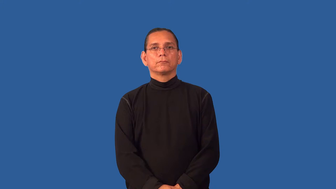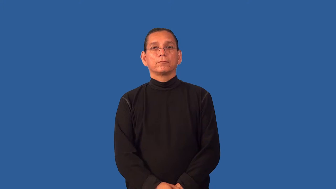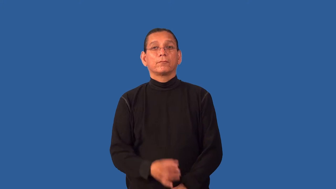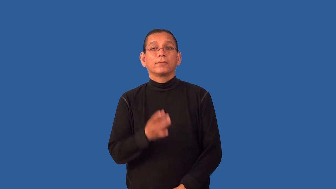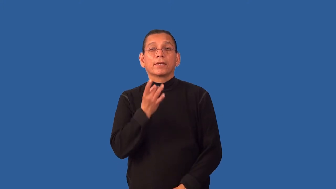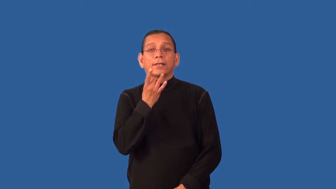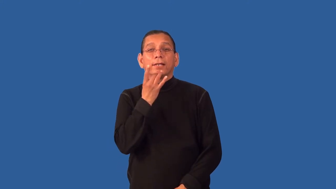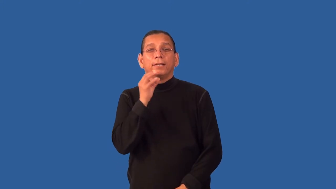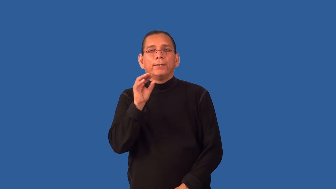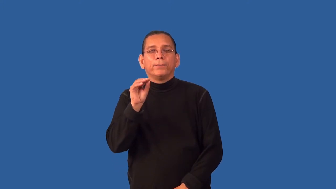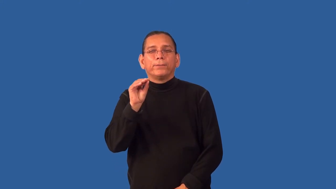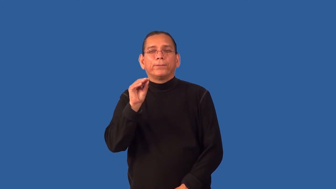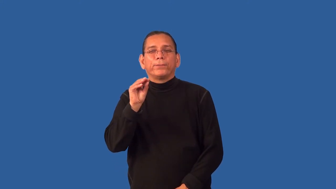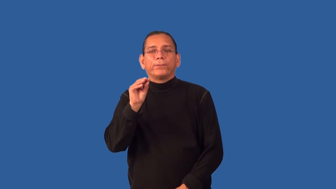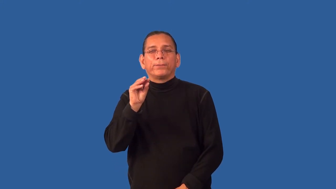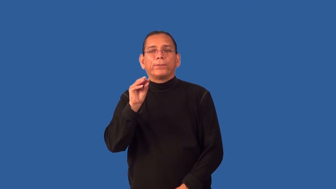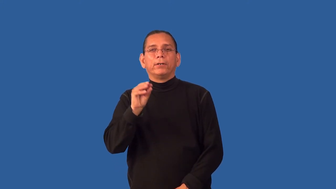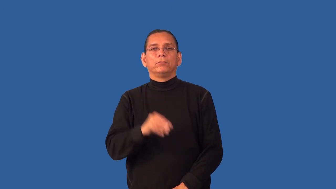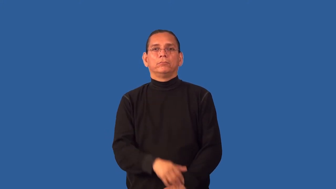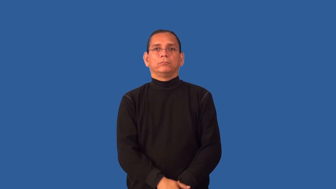glint